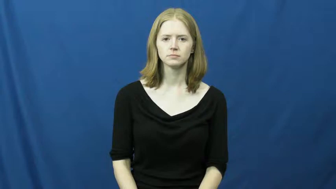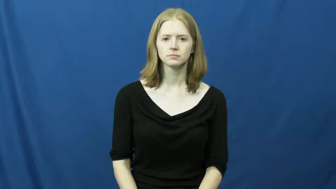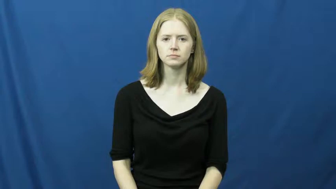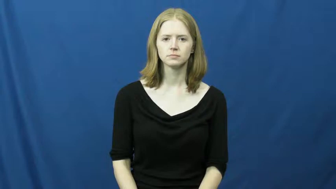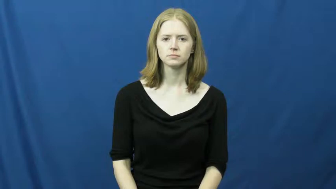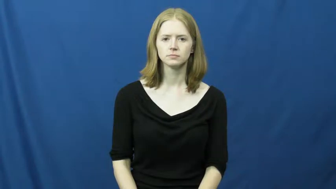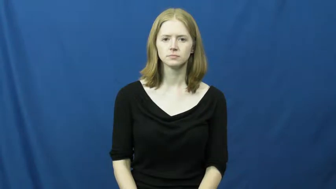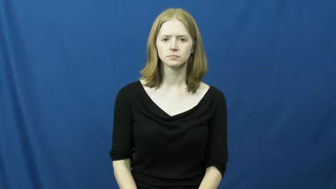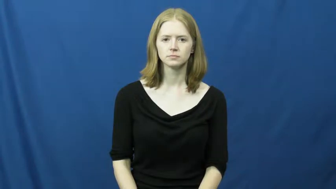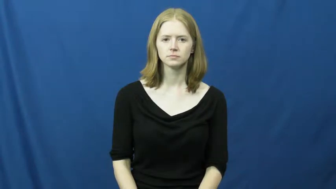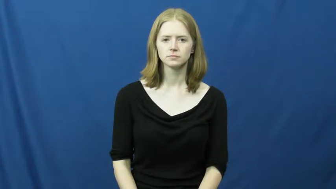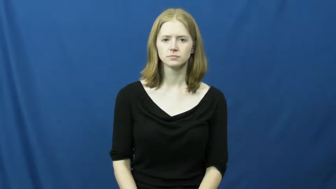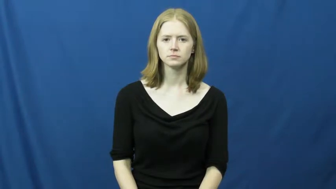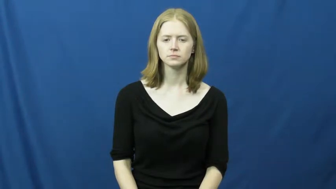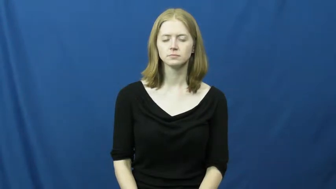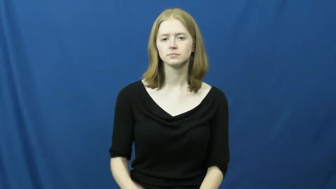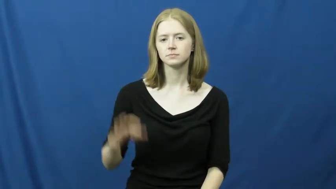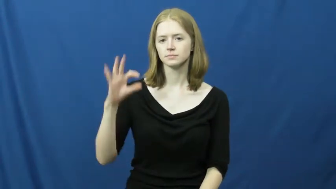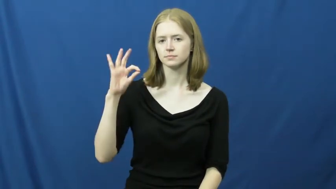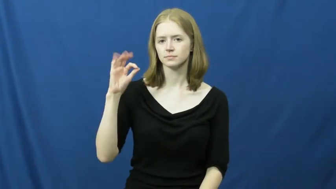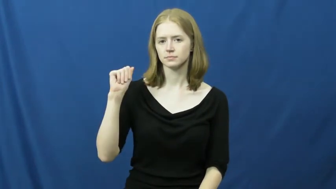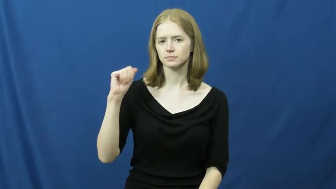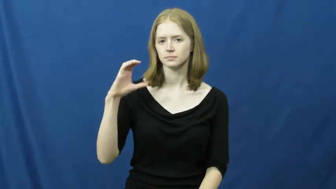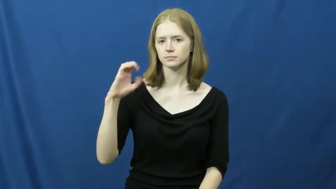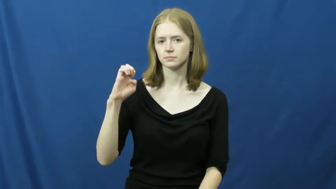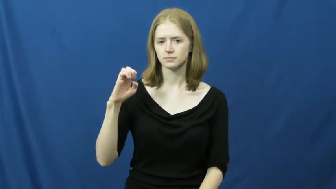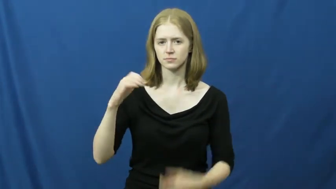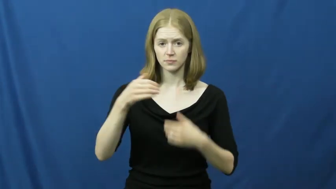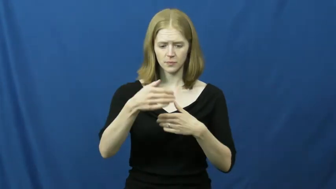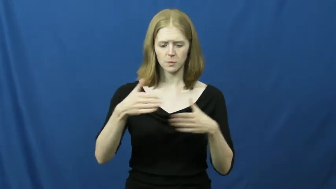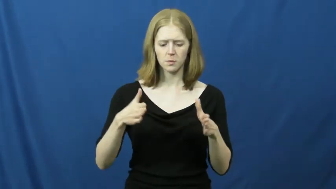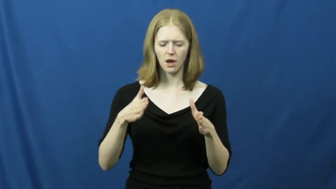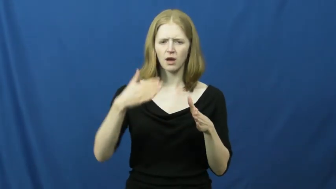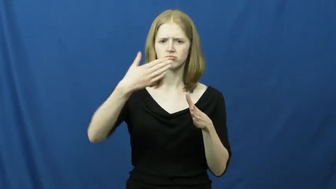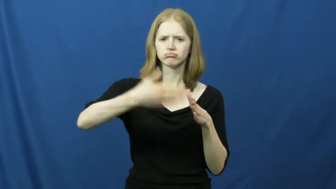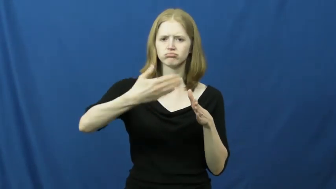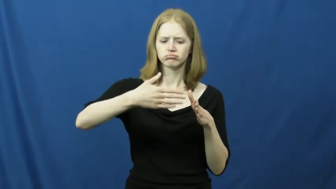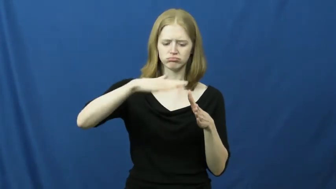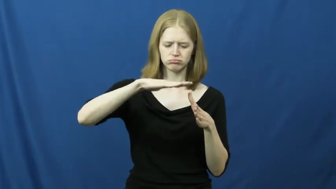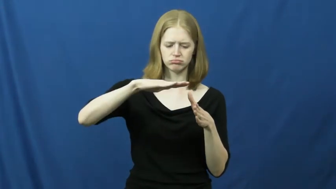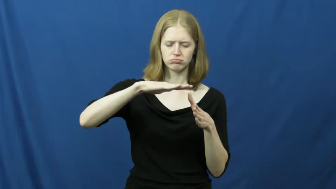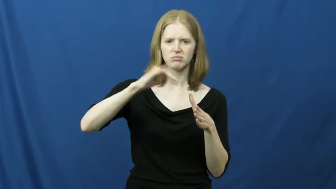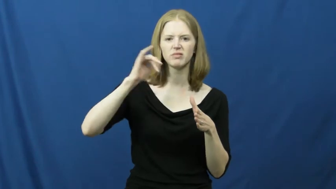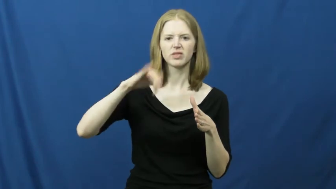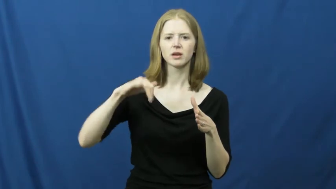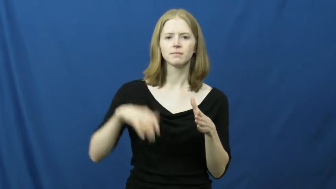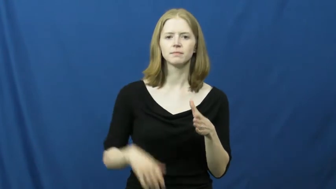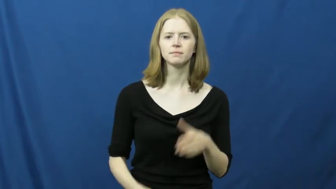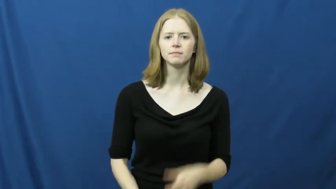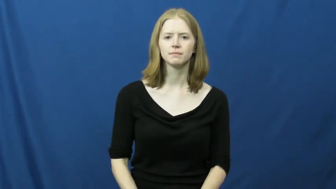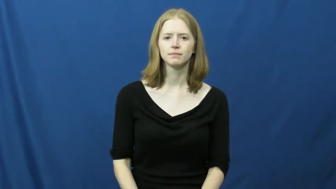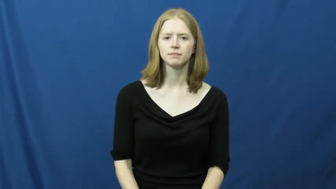face-cube